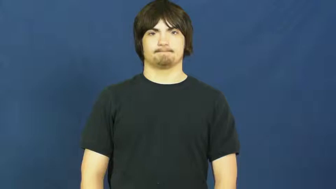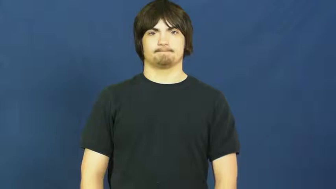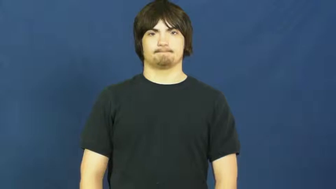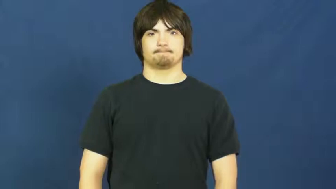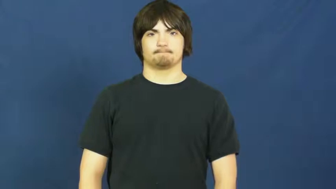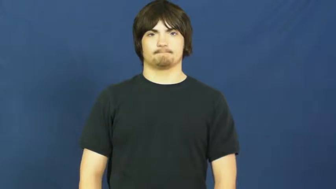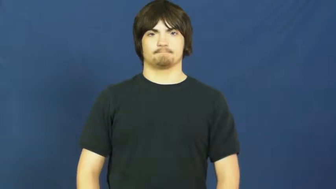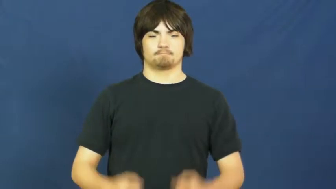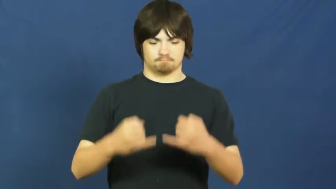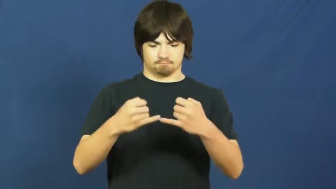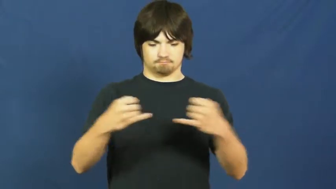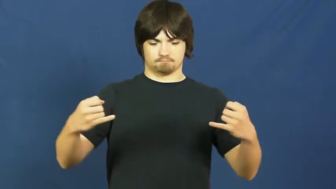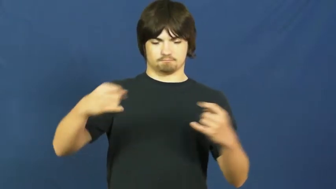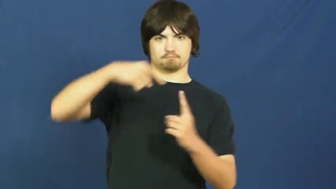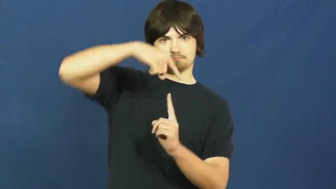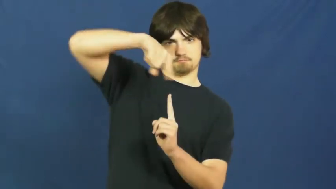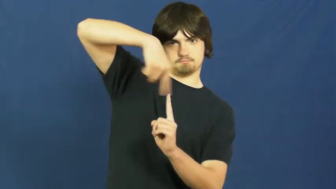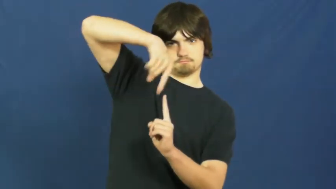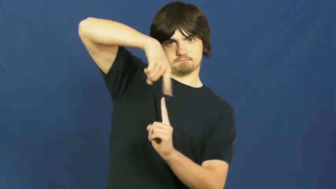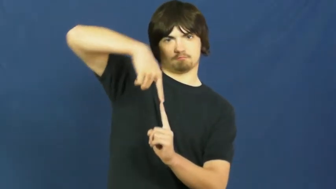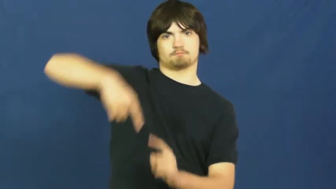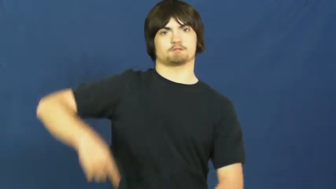spindle